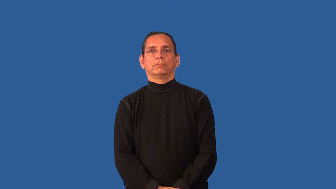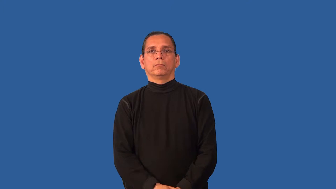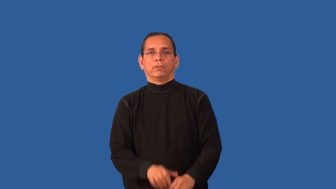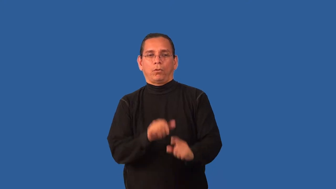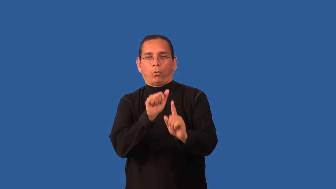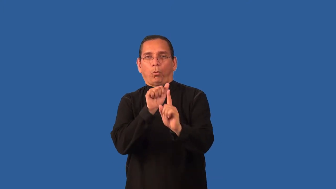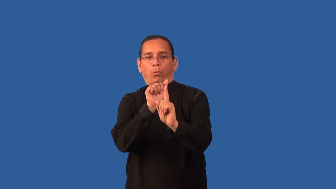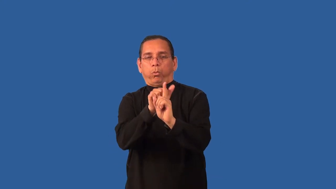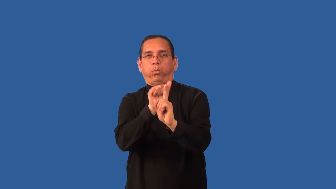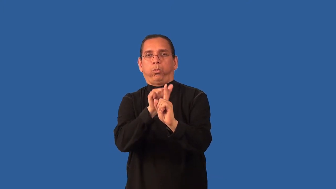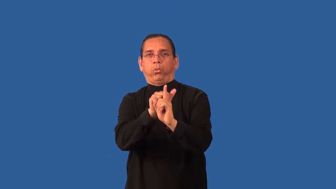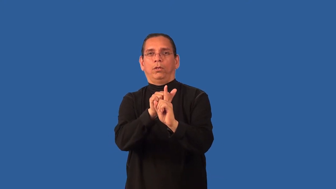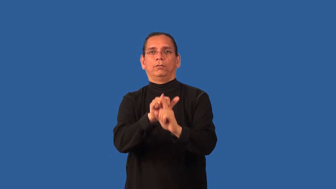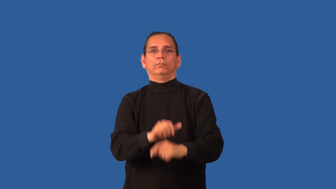bluff-verb